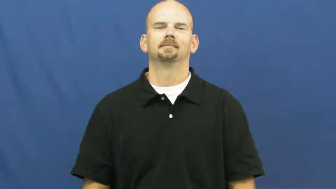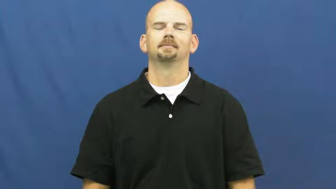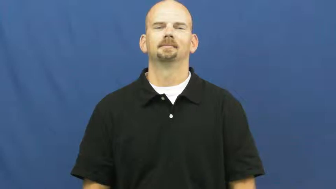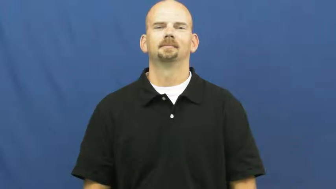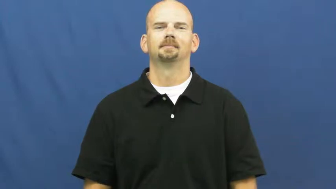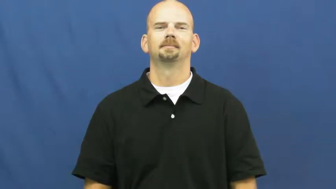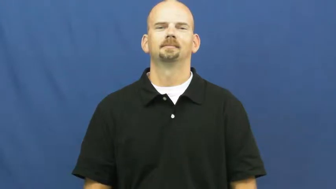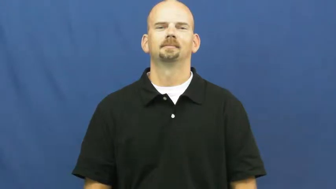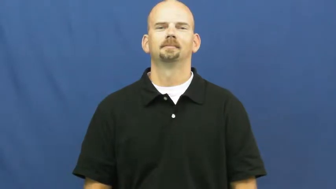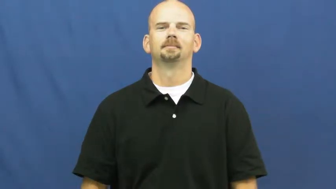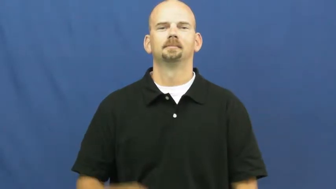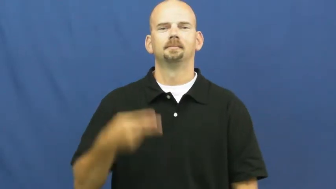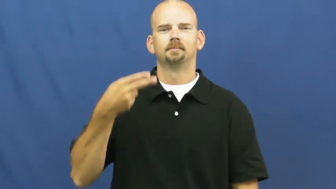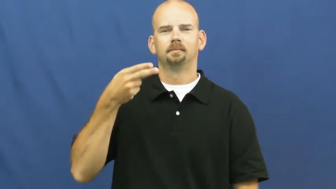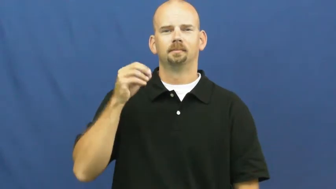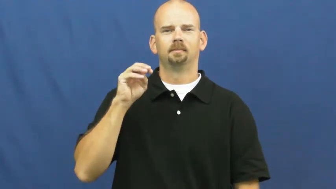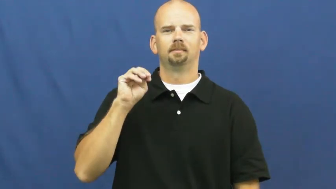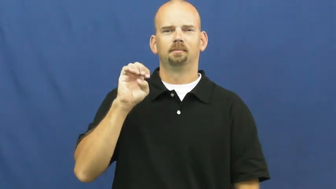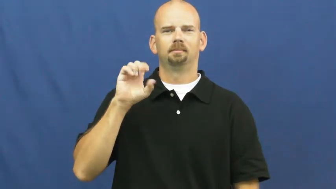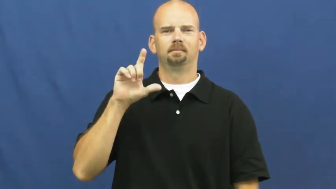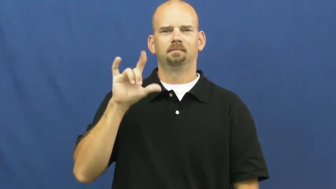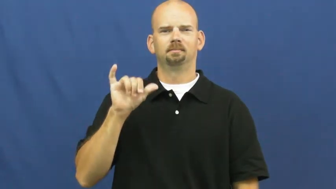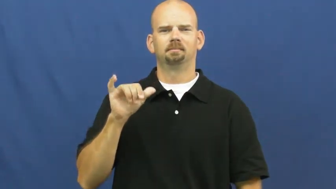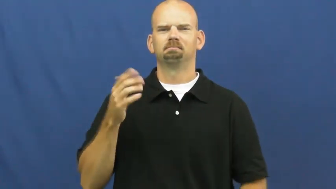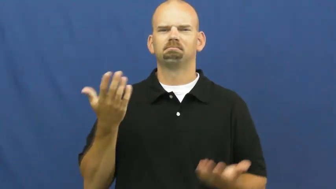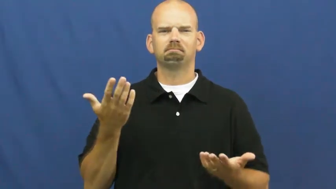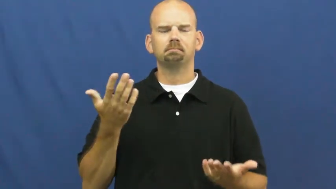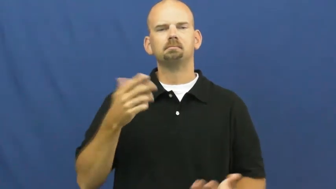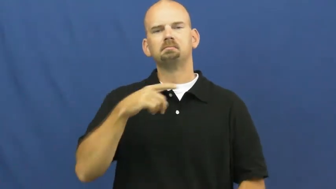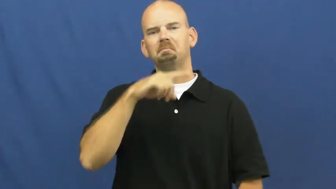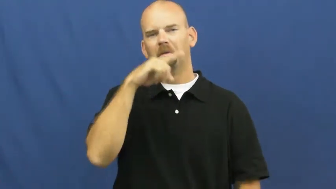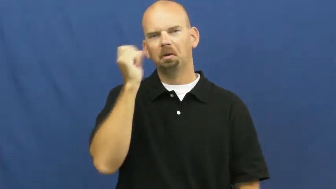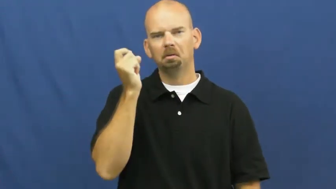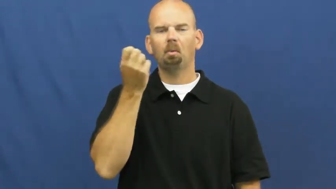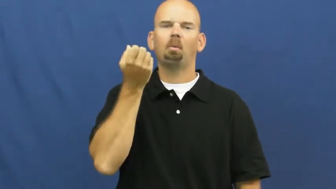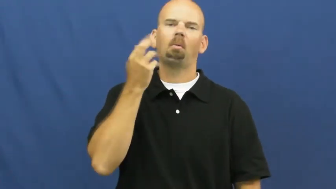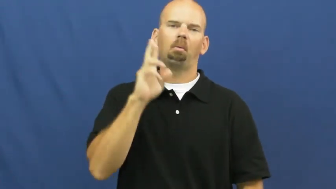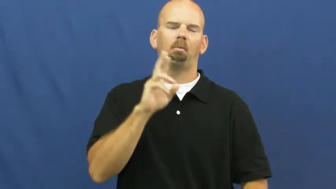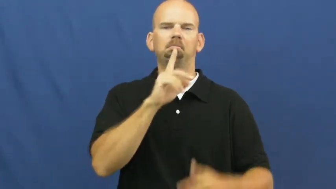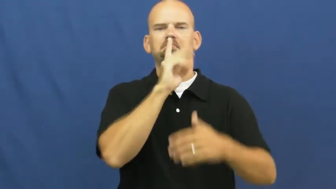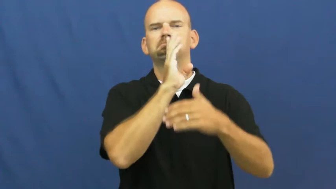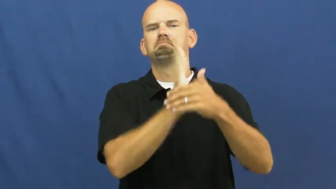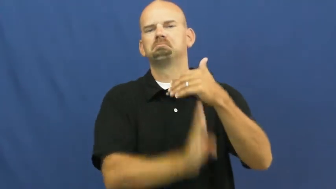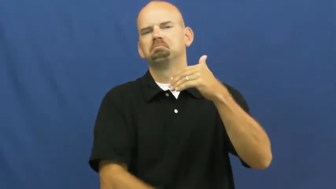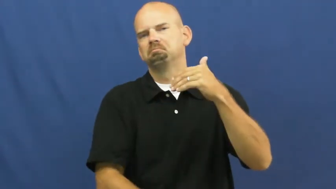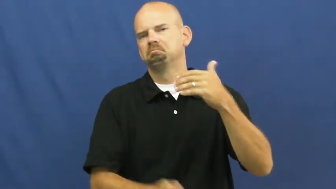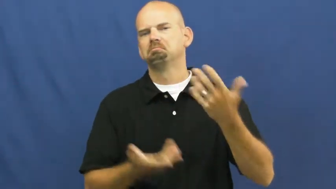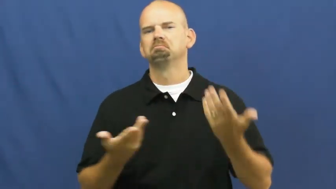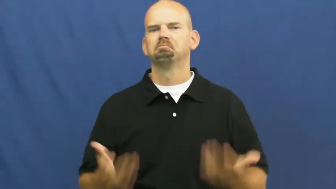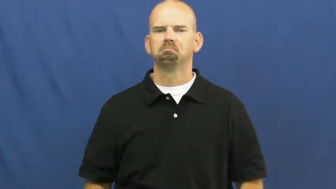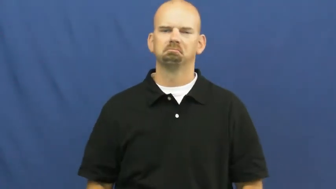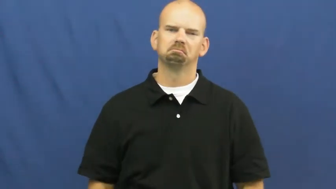homely